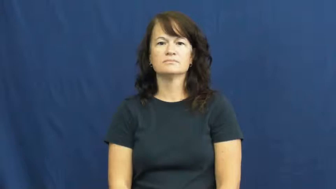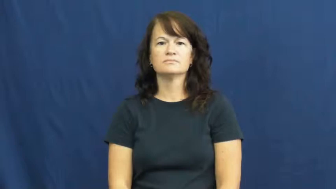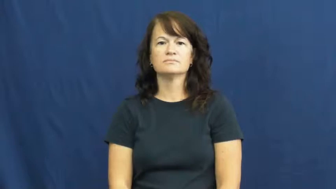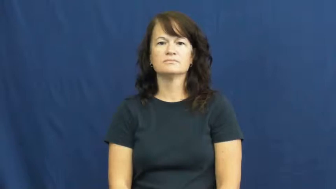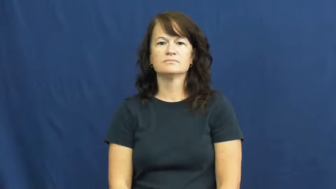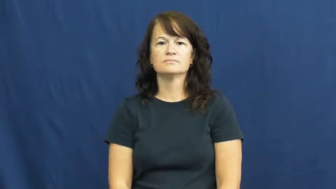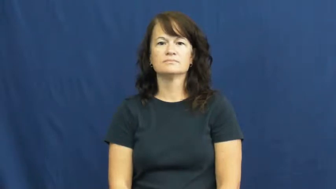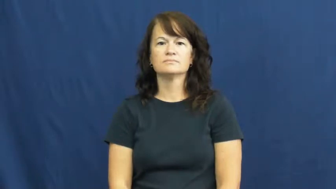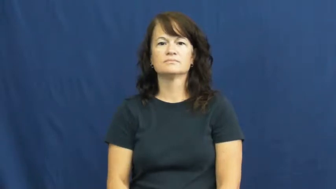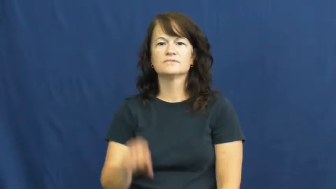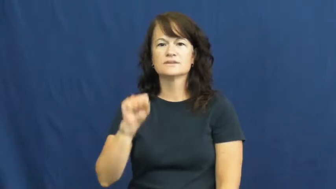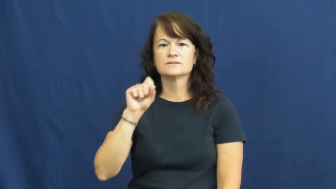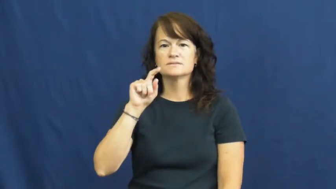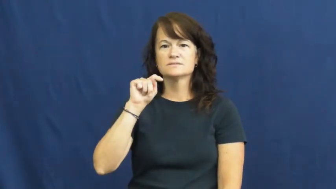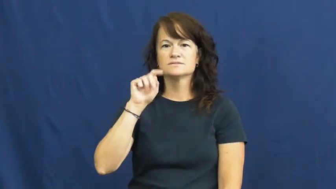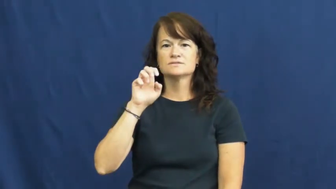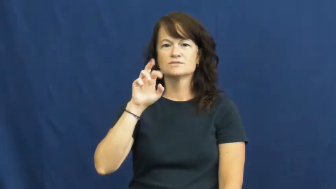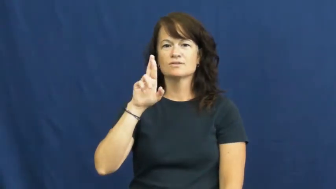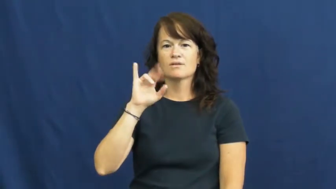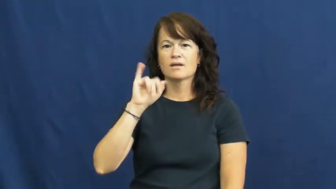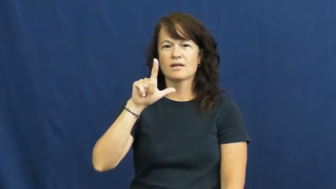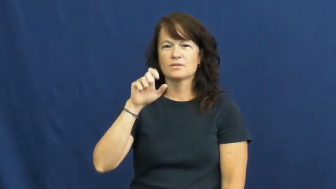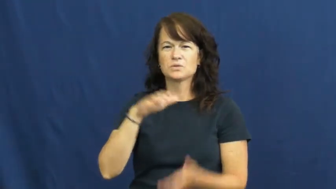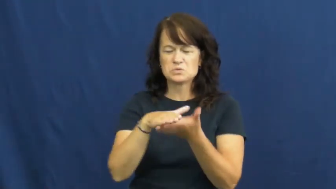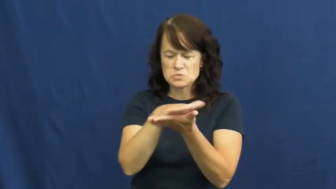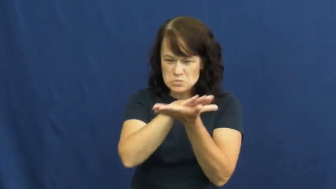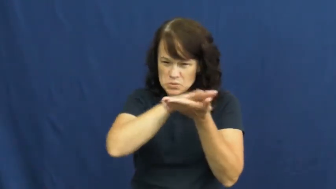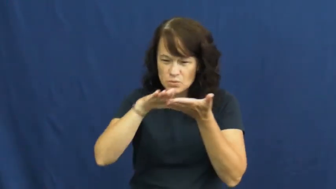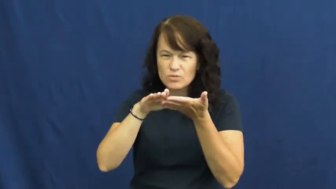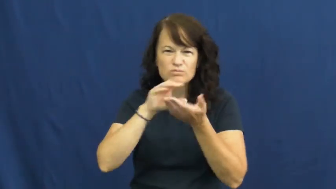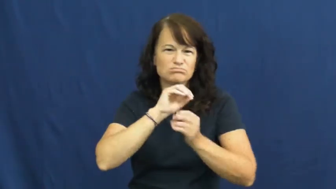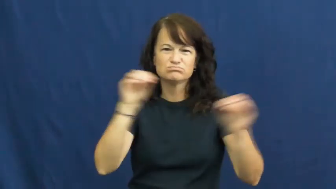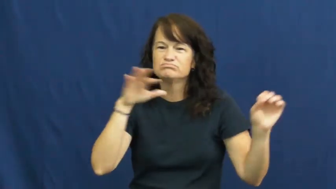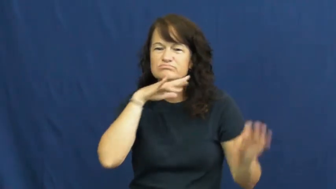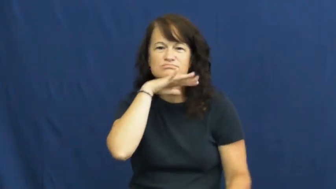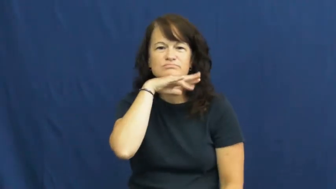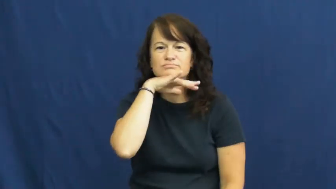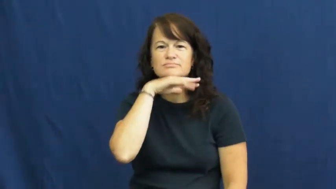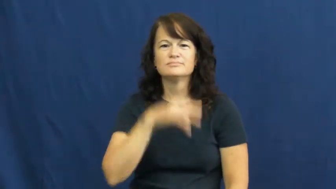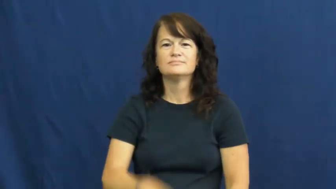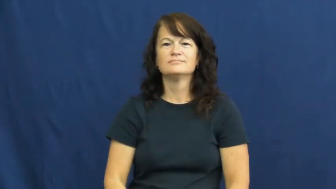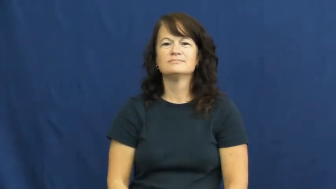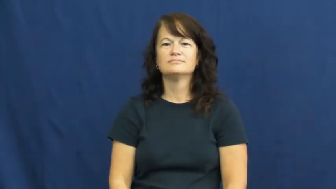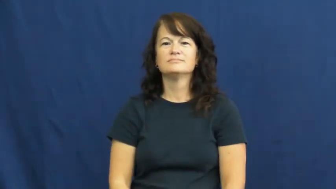sterile-clean